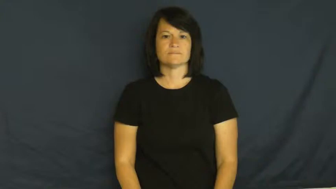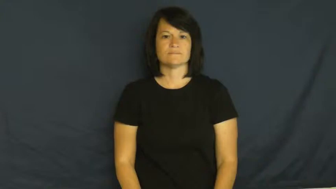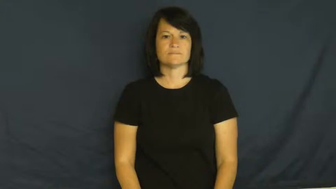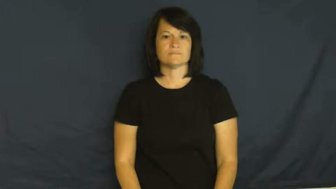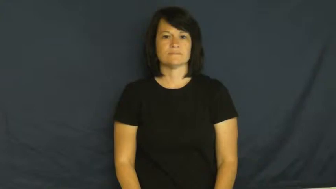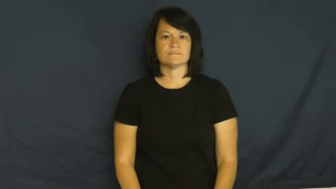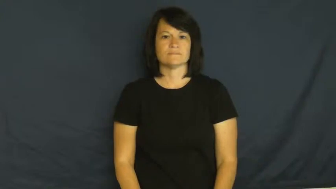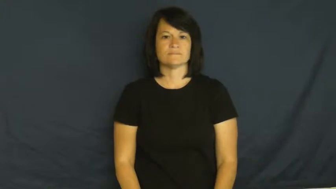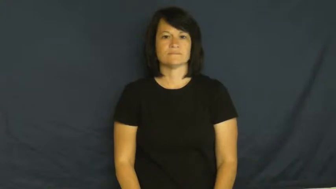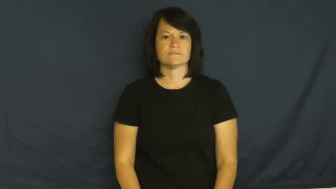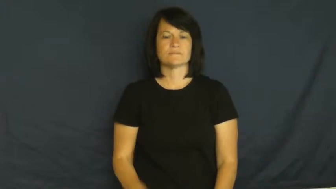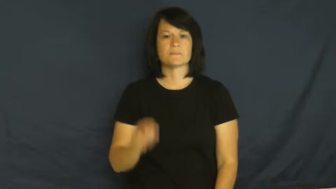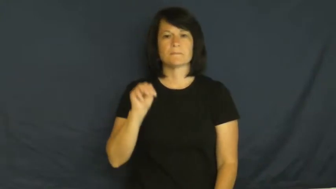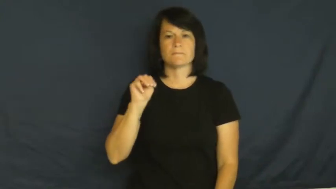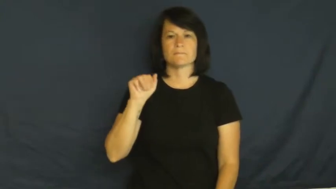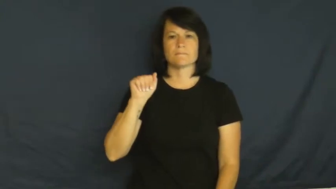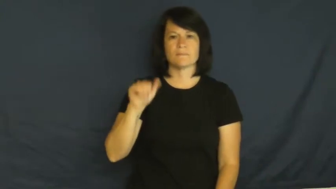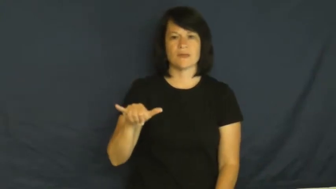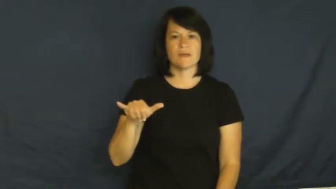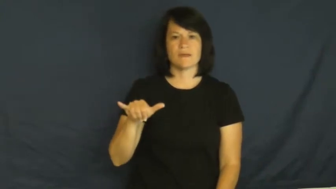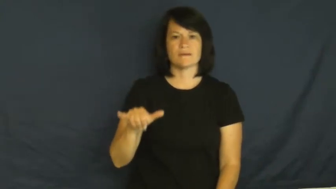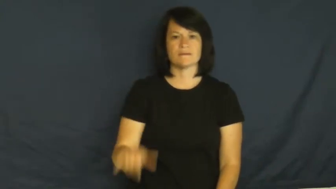May-month